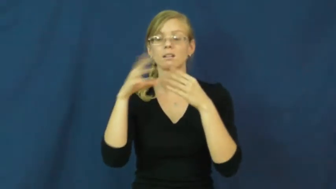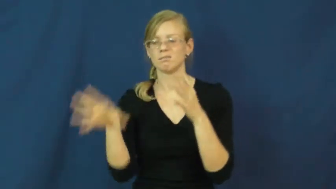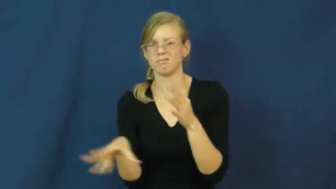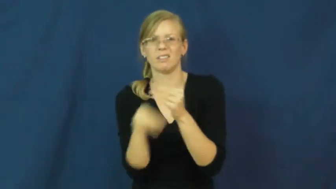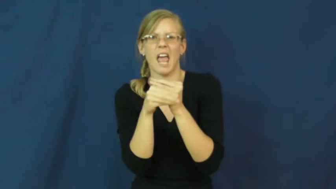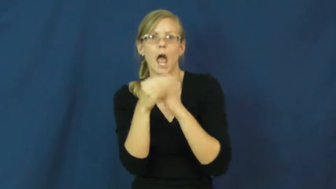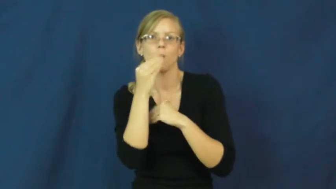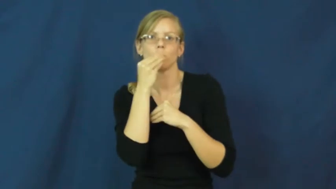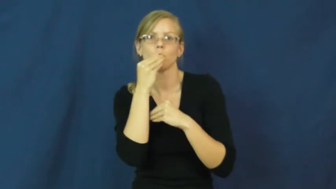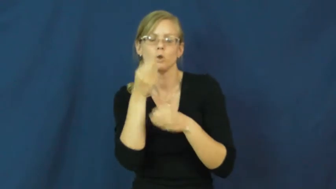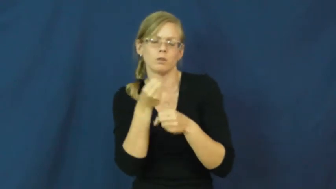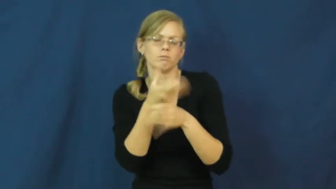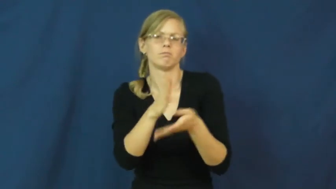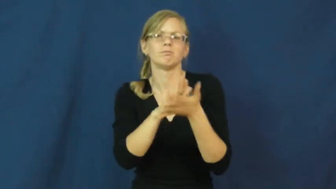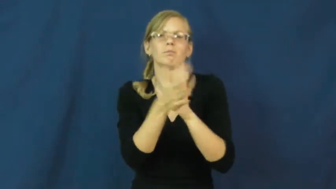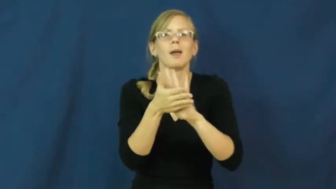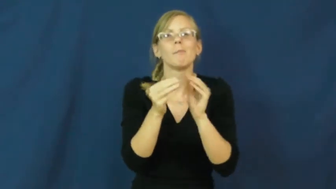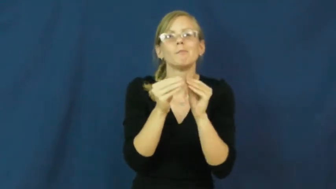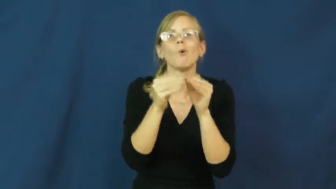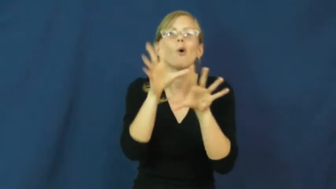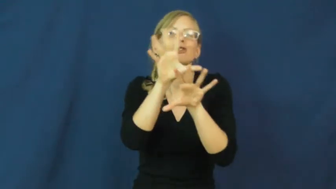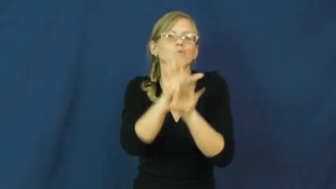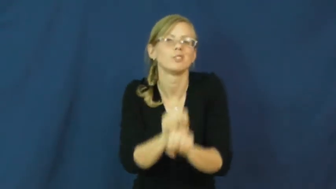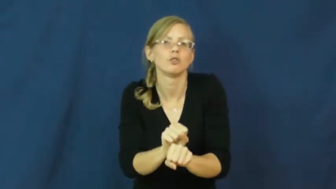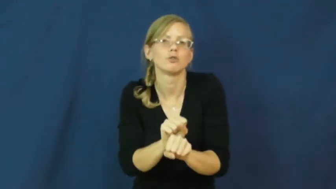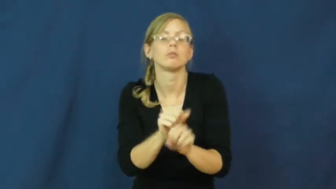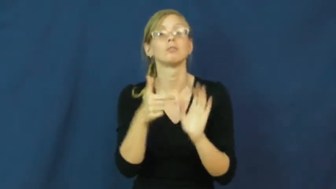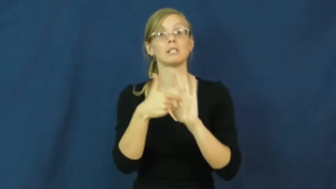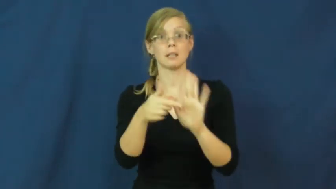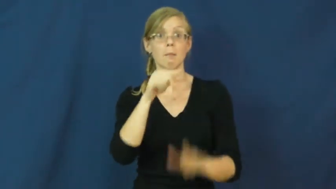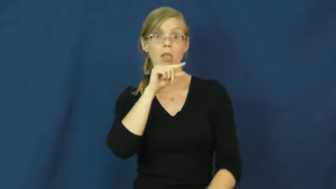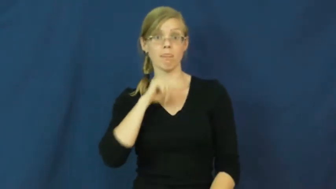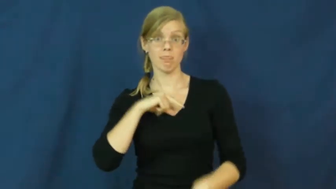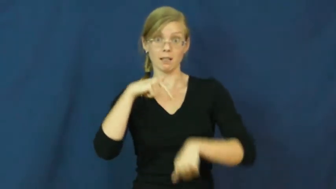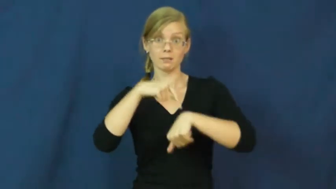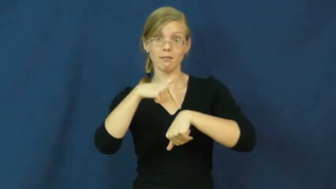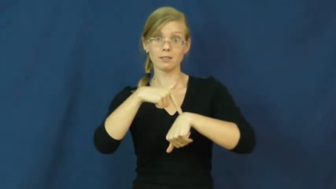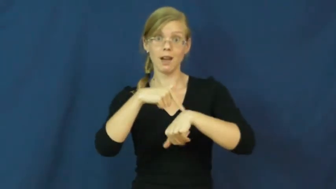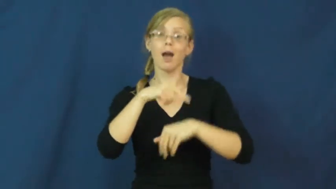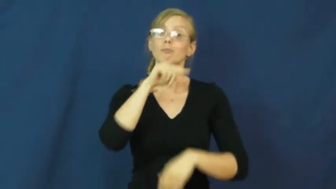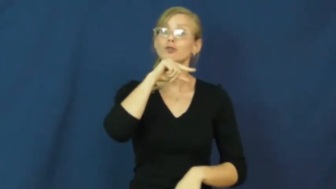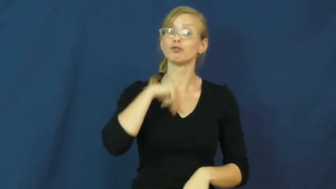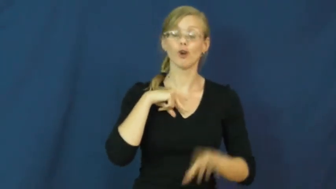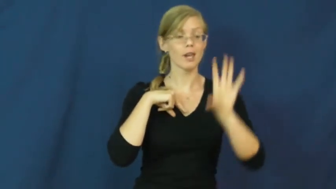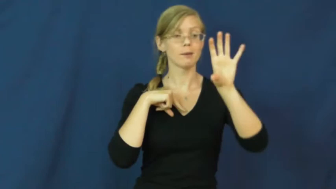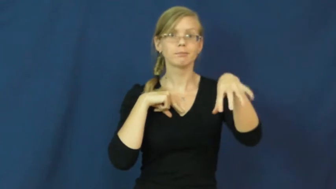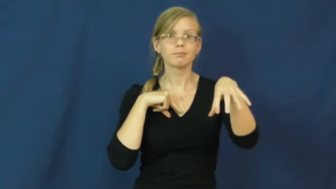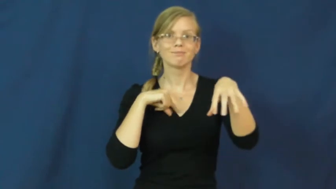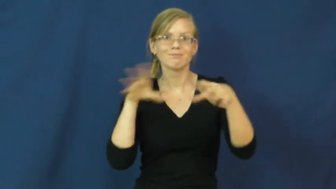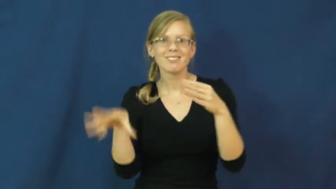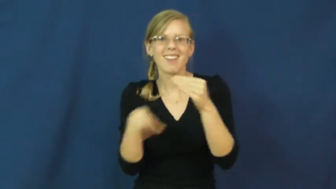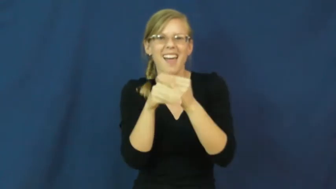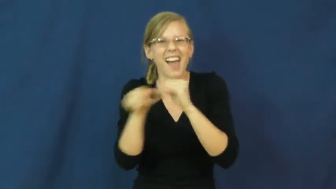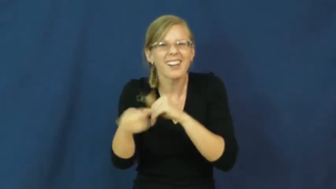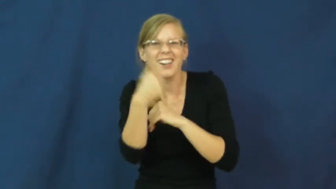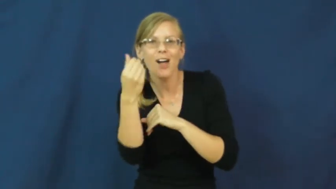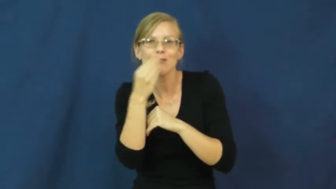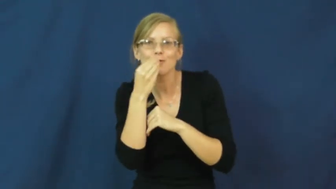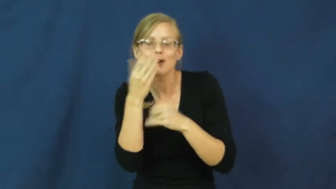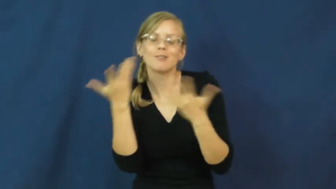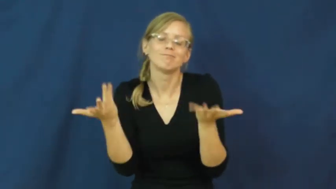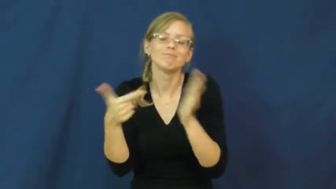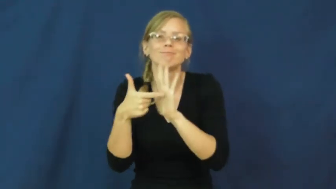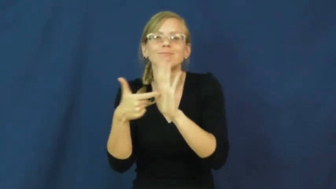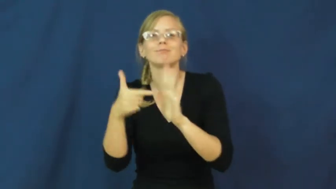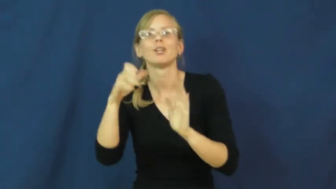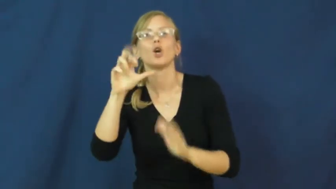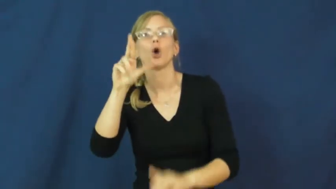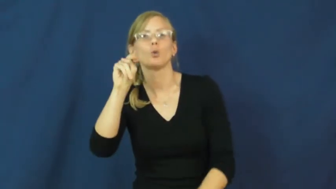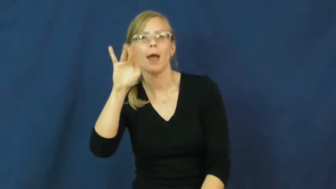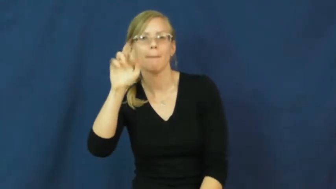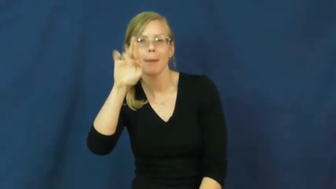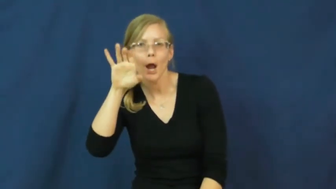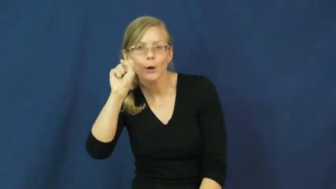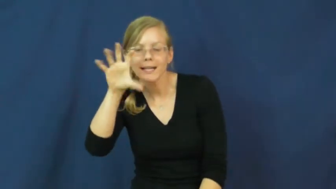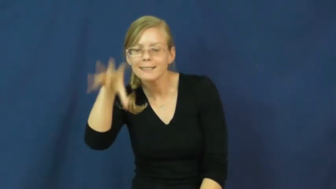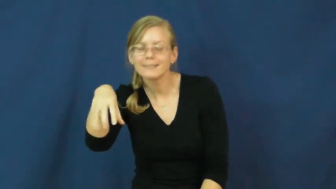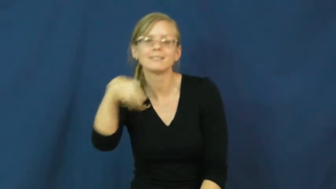trimmings-thanksgiving